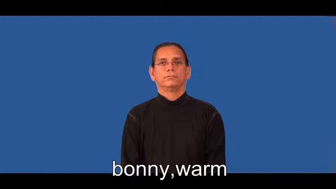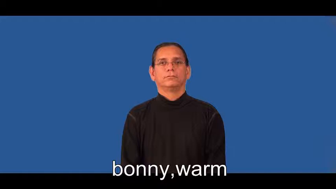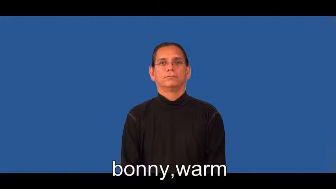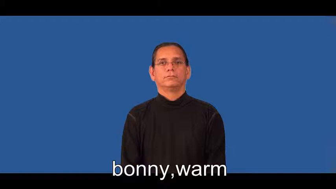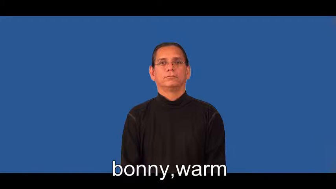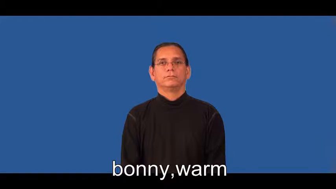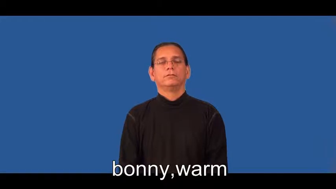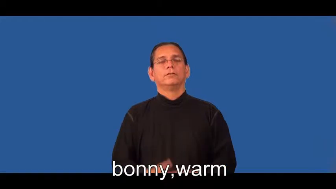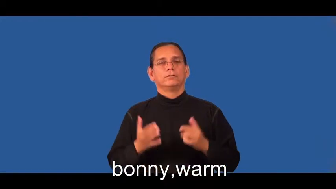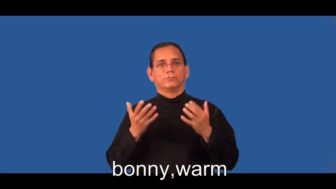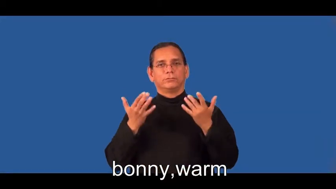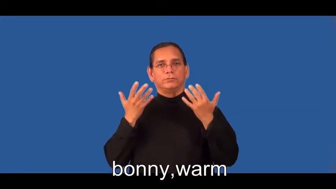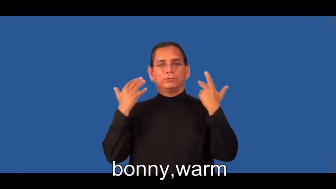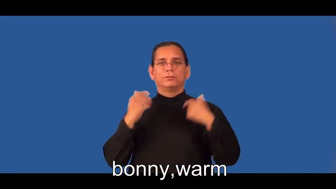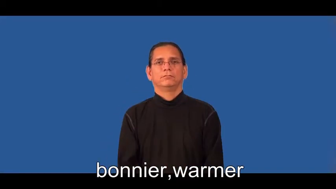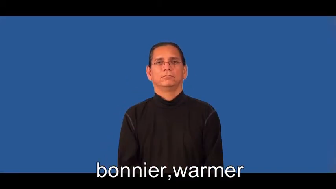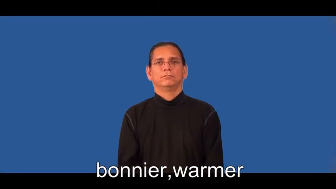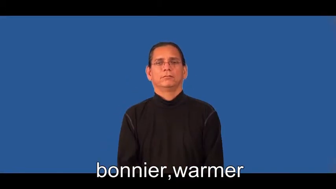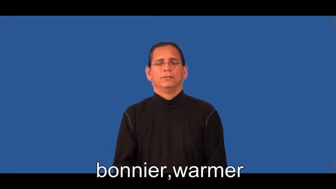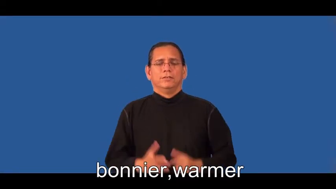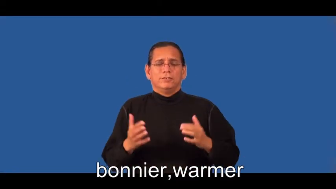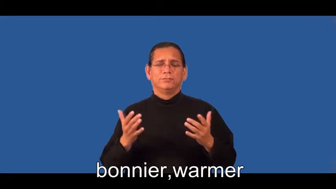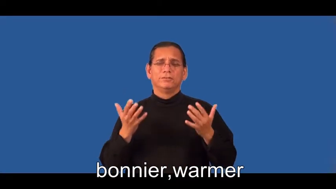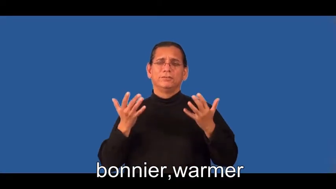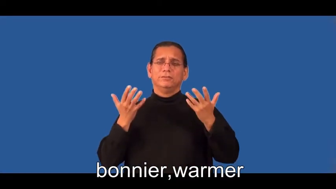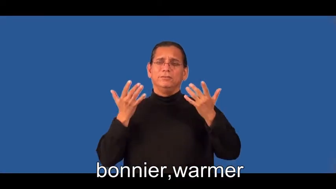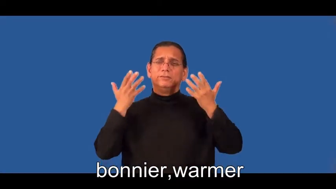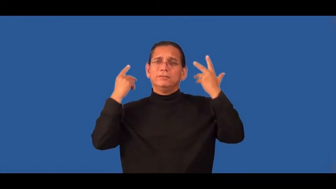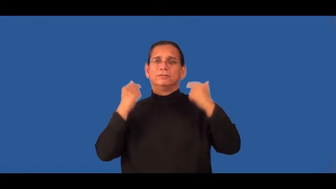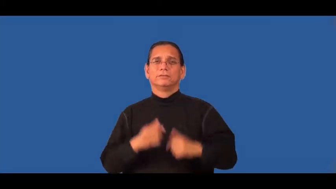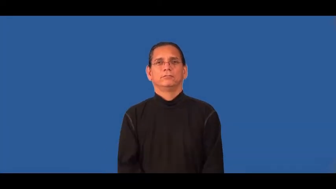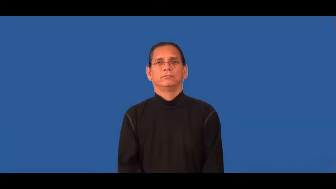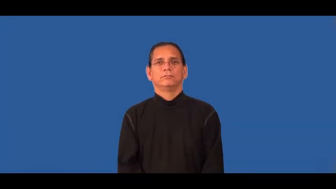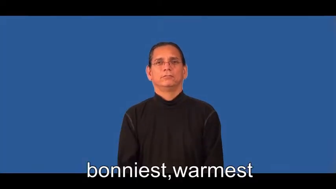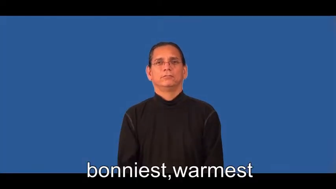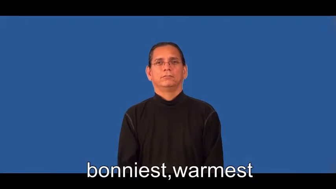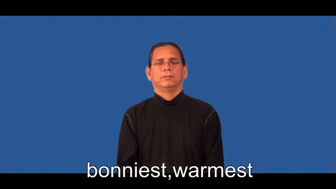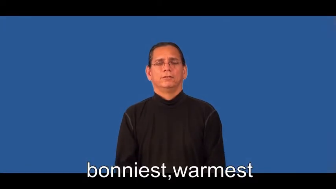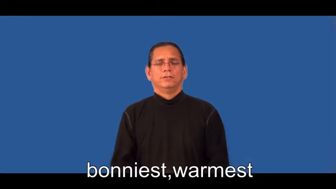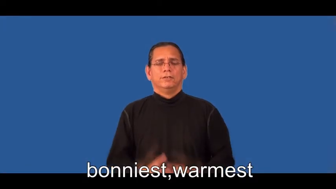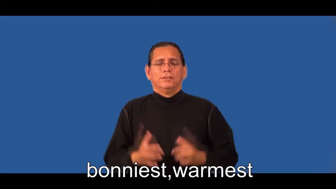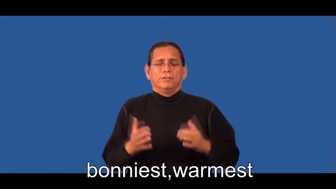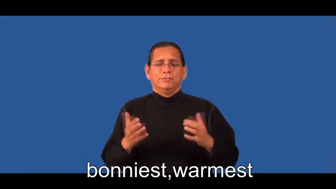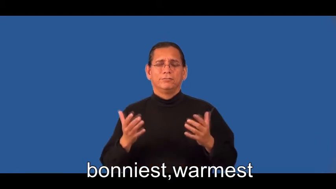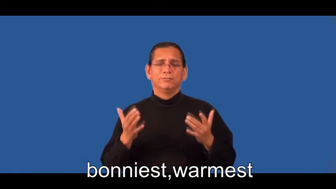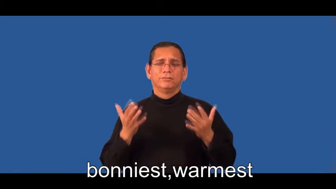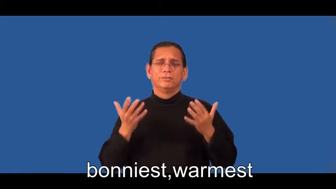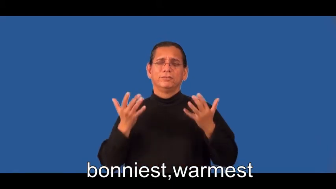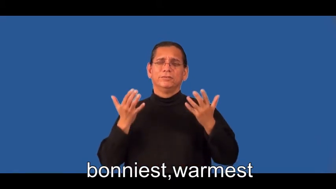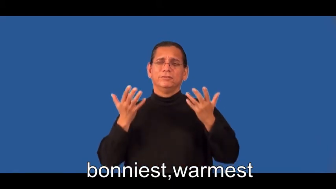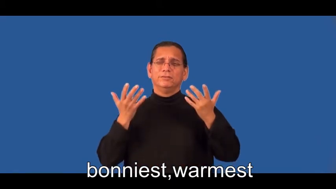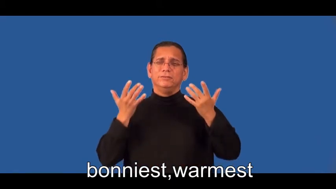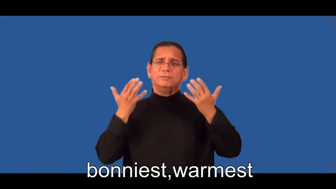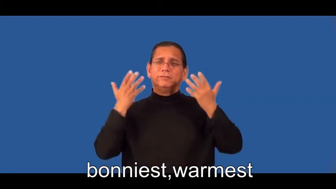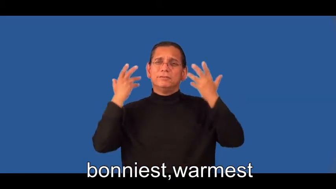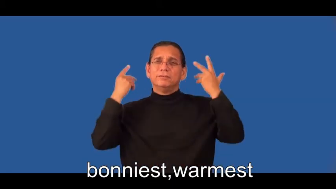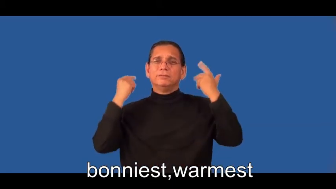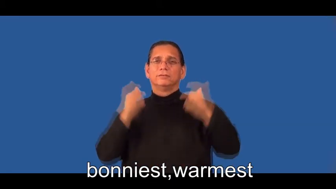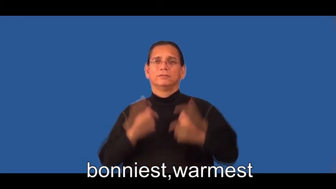bonnier,warmer,bonniest,warmest